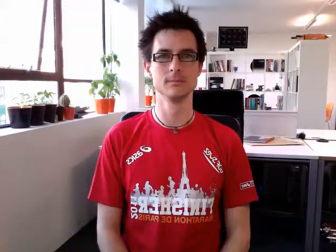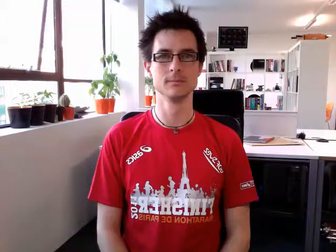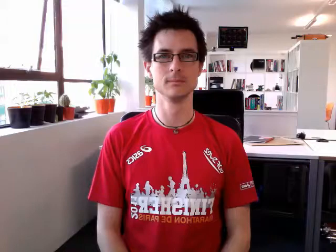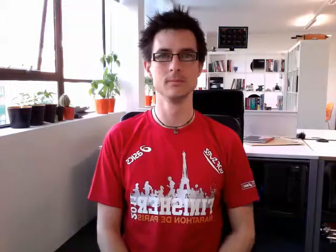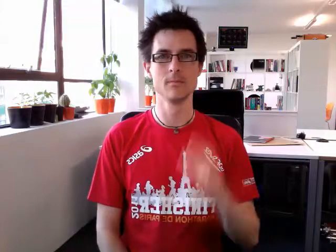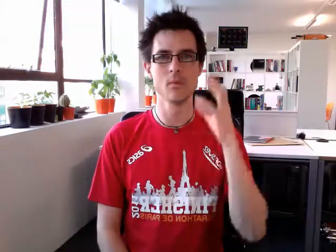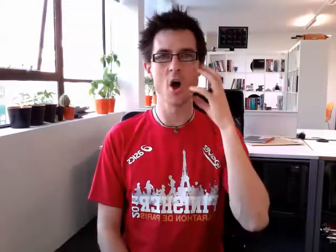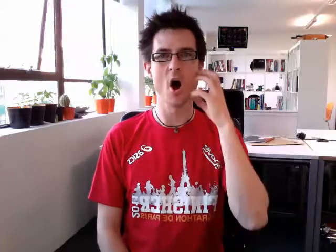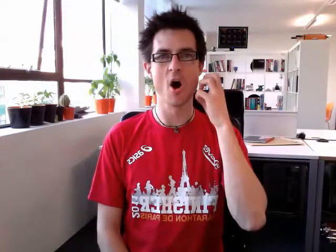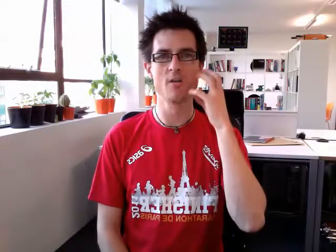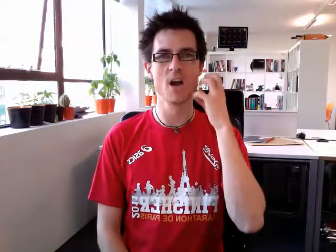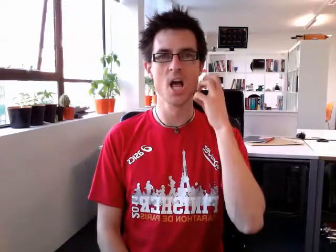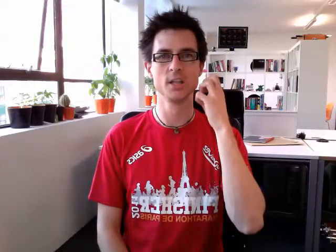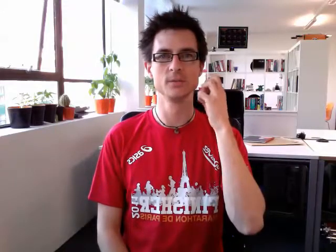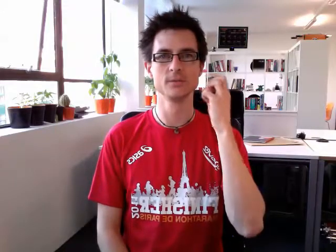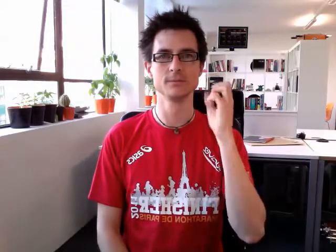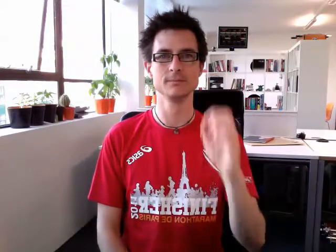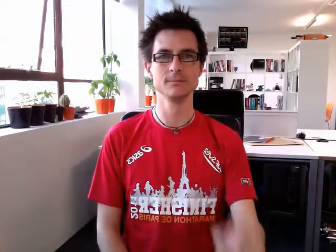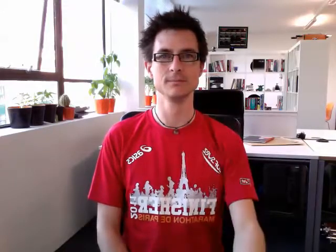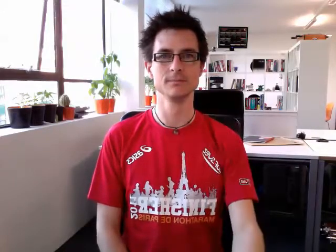orange